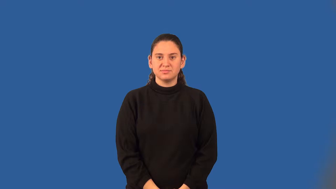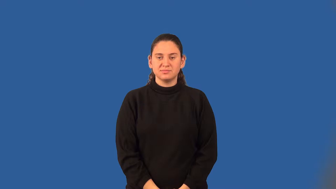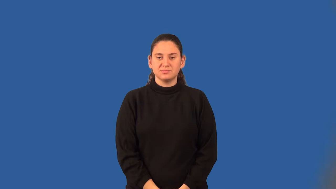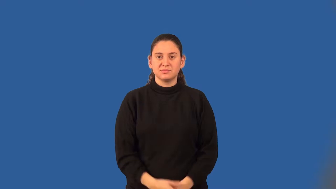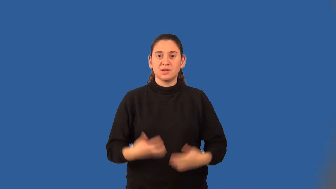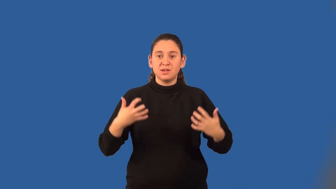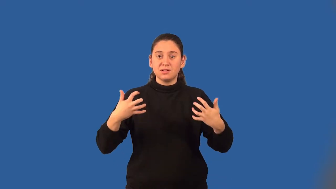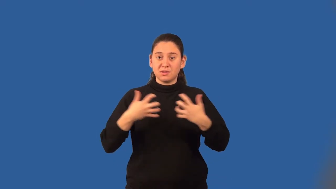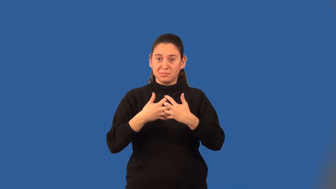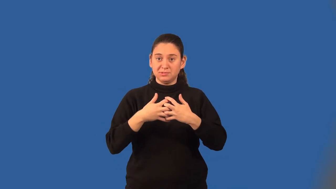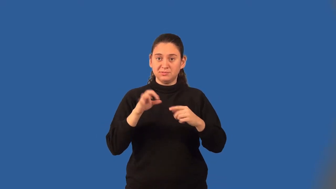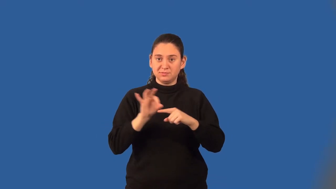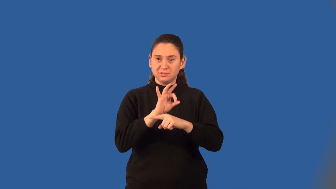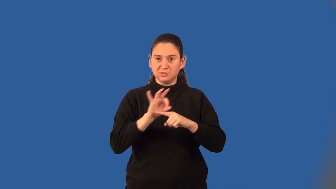composition of functions